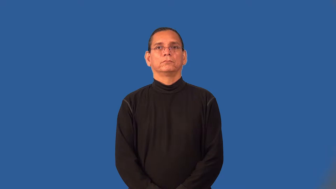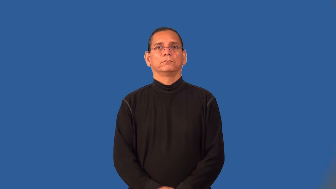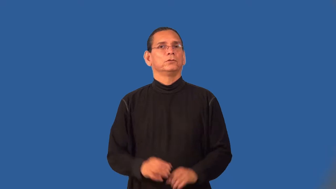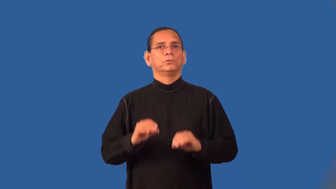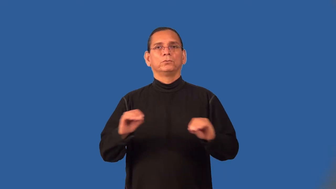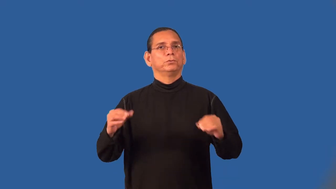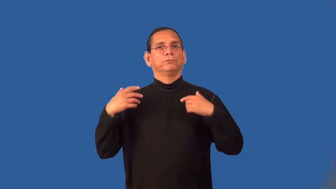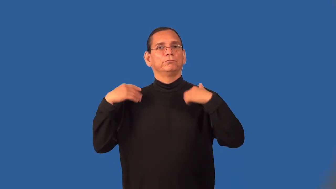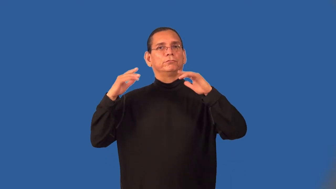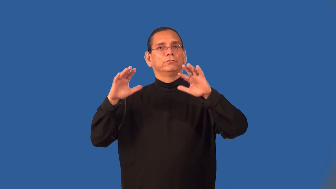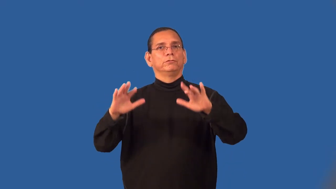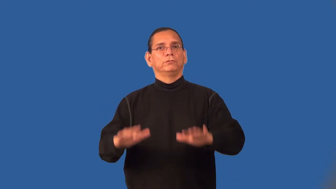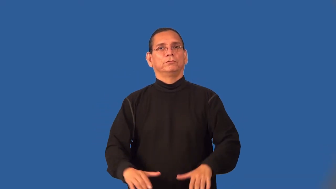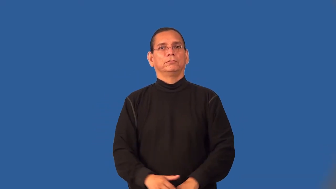snowless